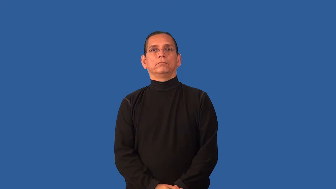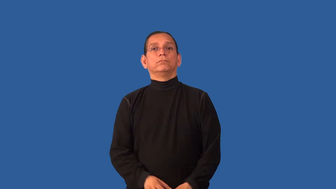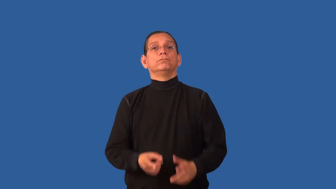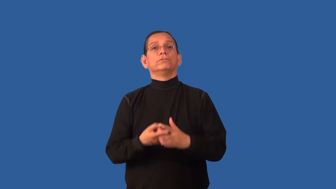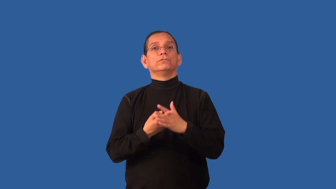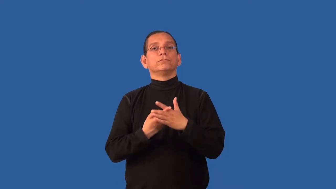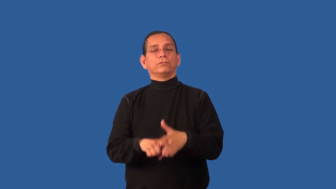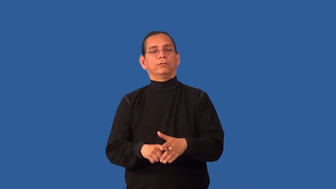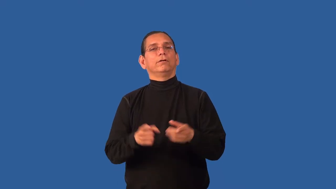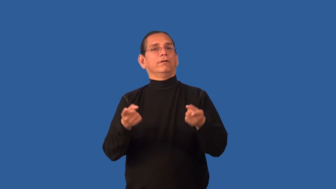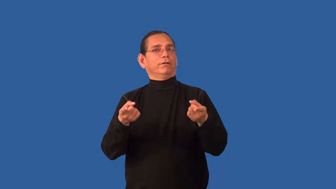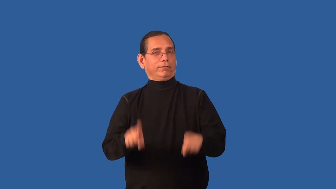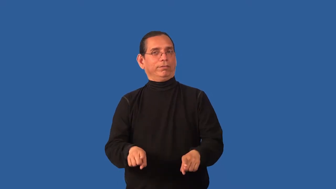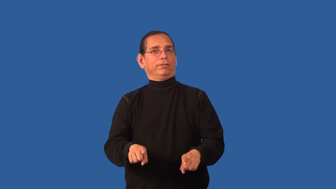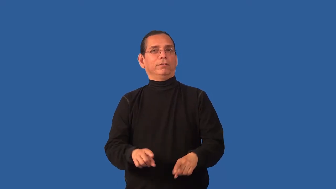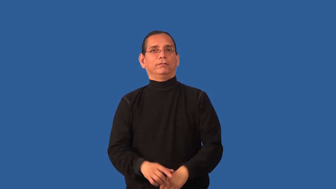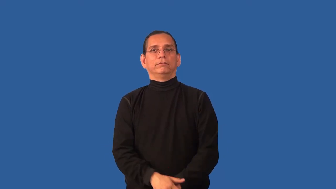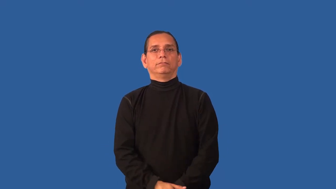brew-starting to happen